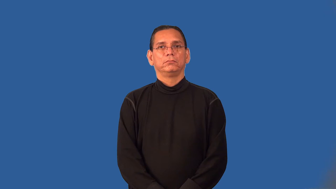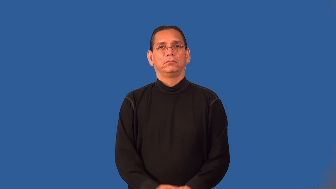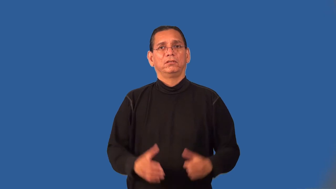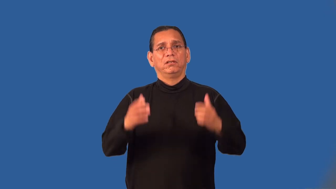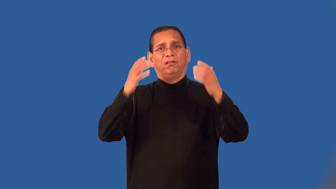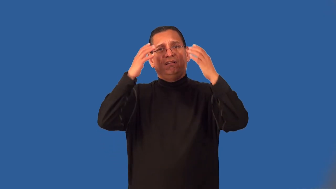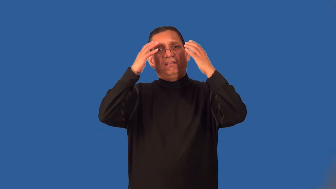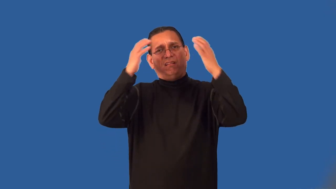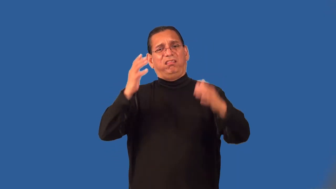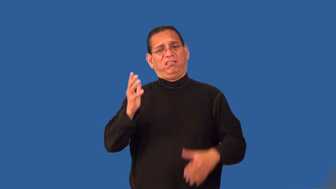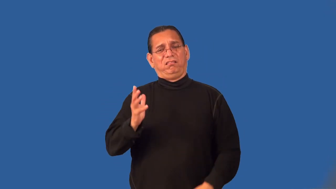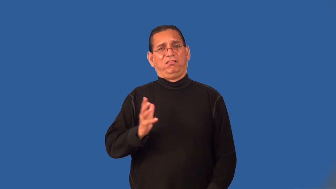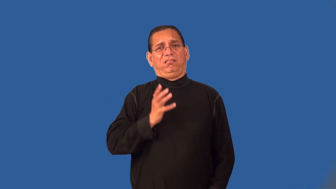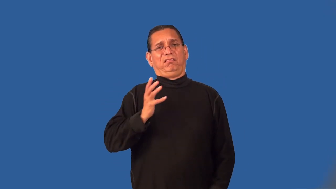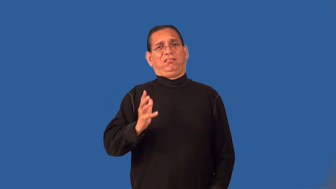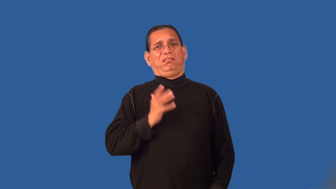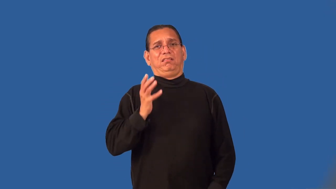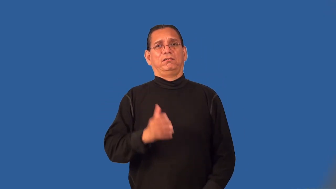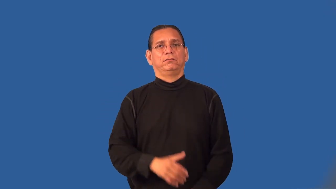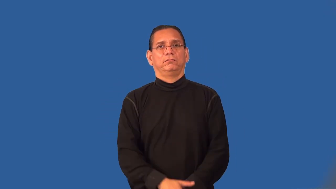pretentious,grandiloquence